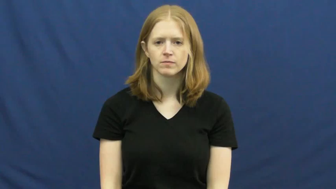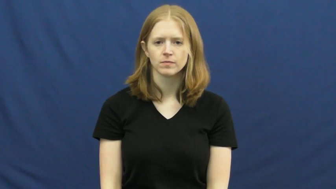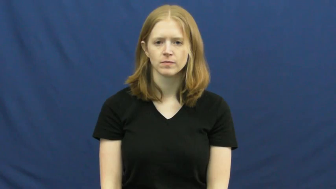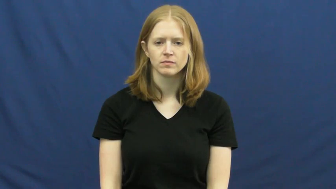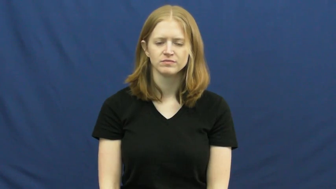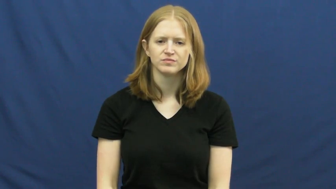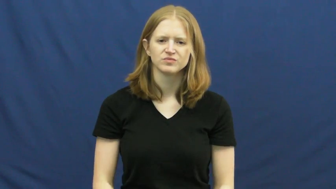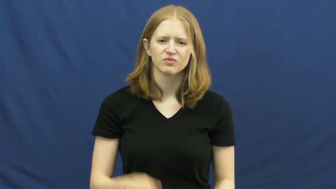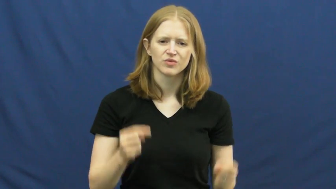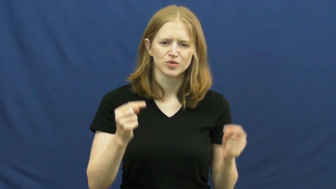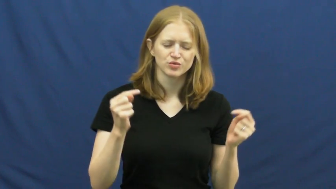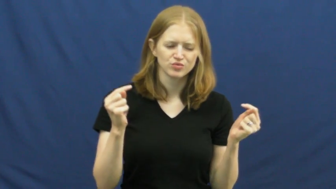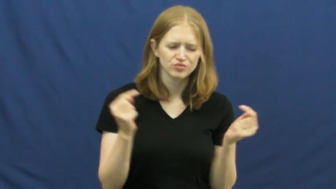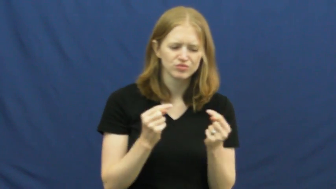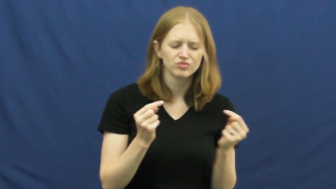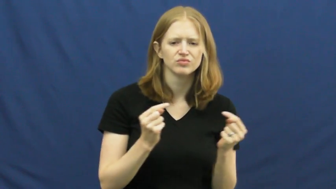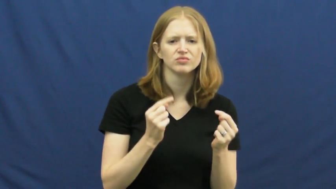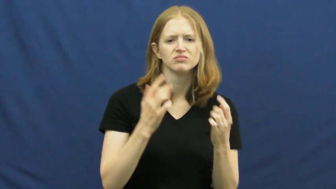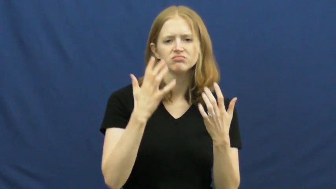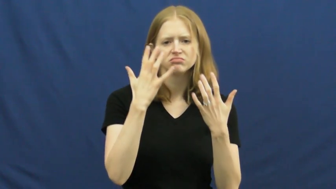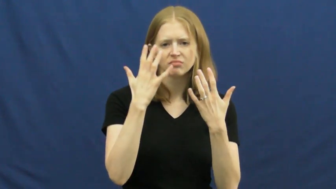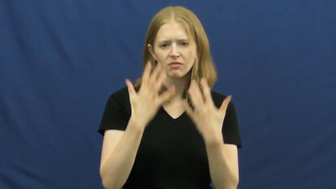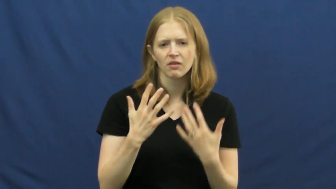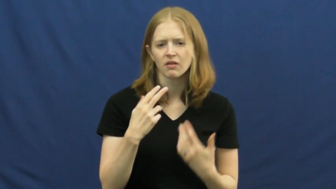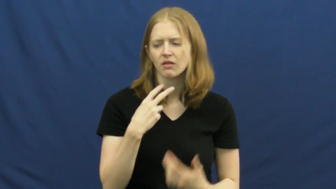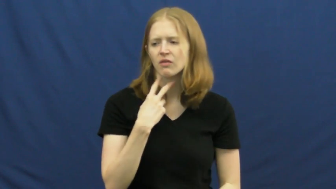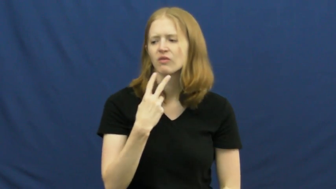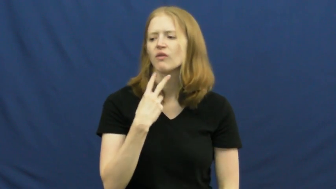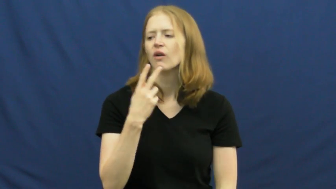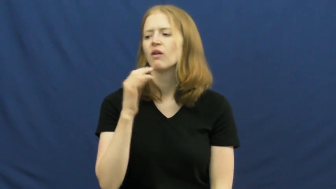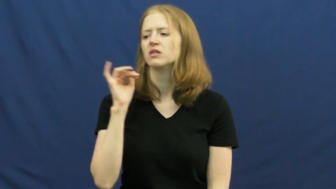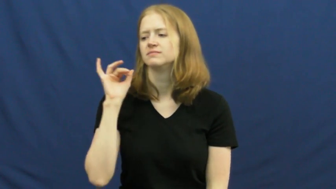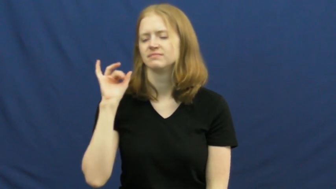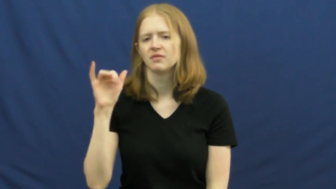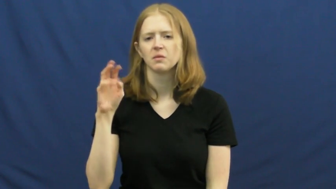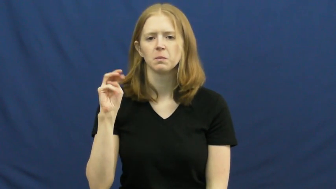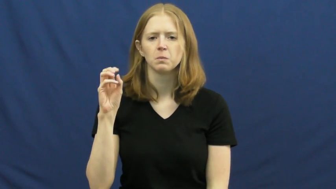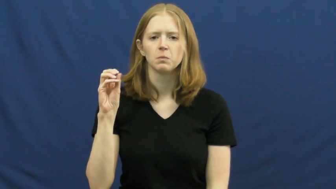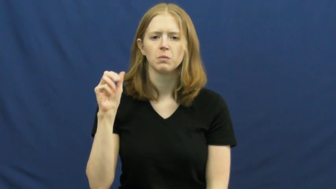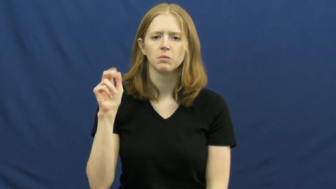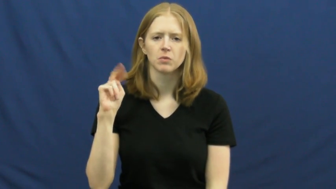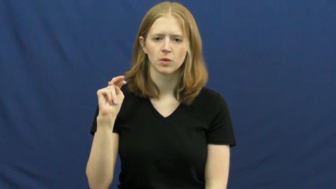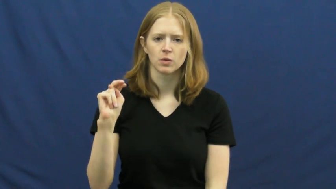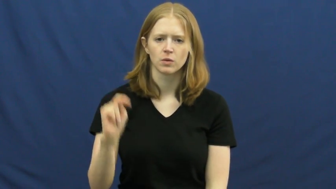moan,plangent